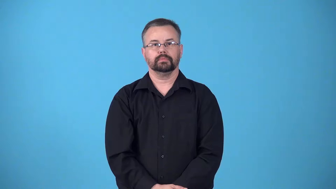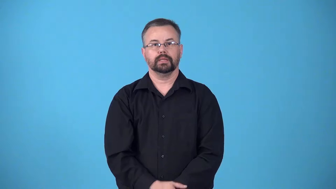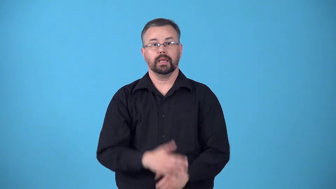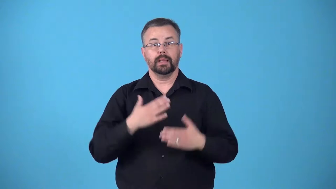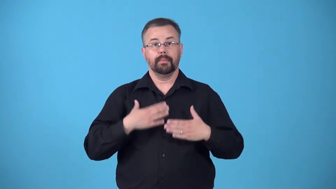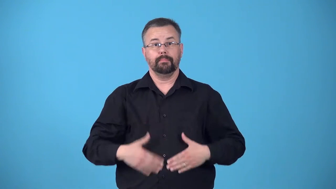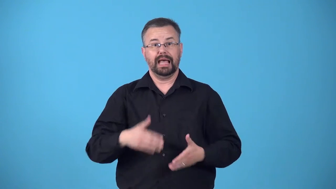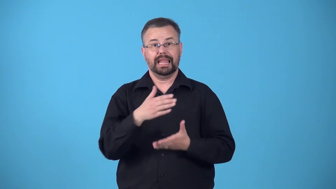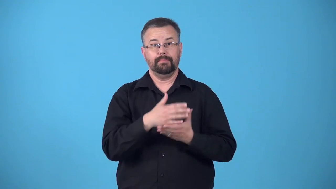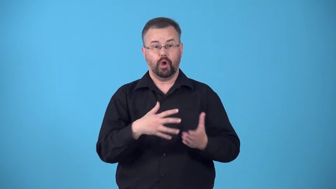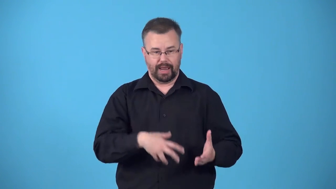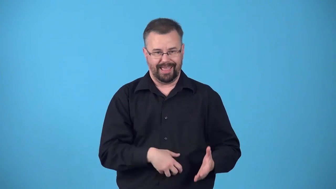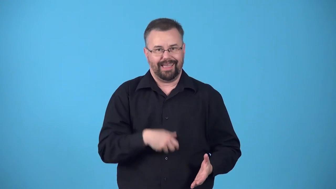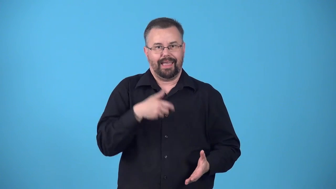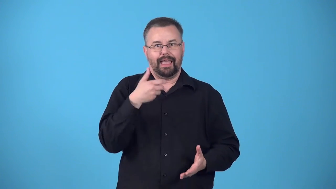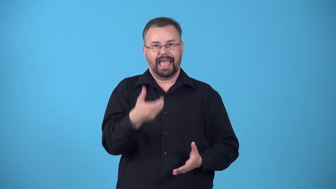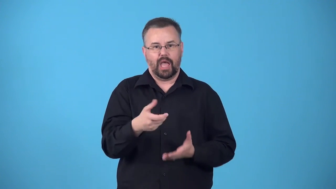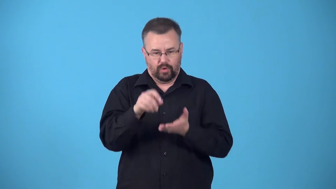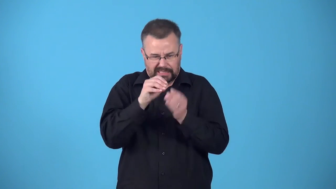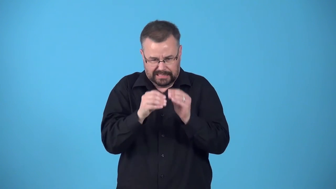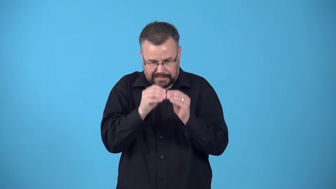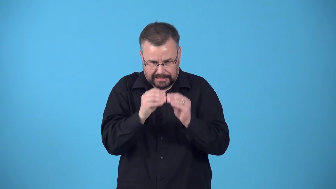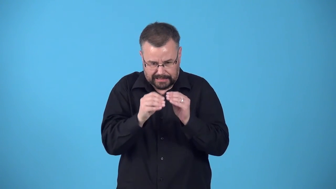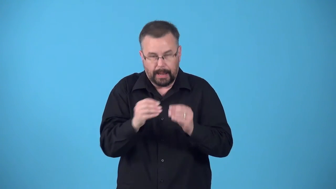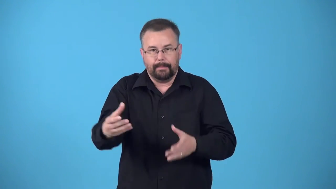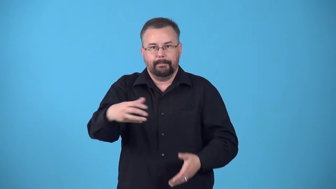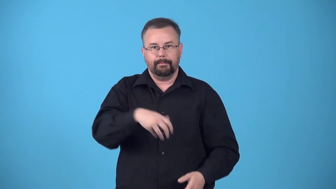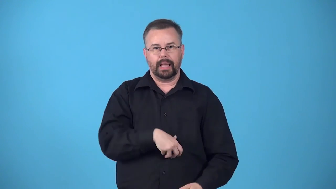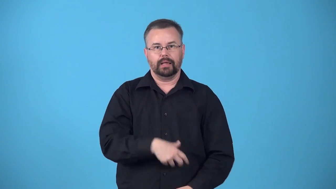exteriorize-surgery